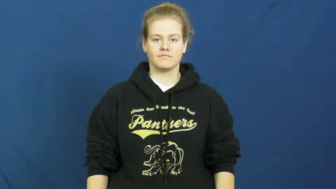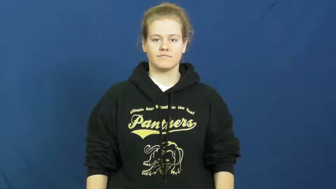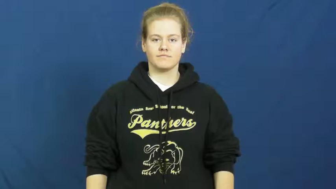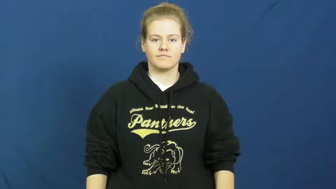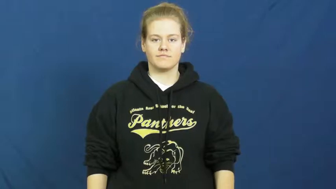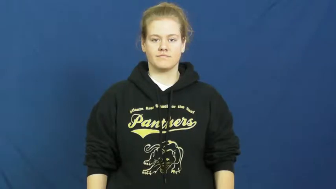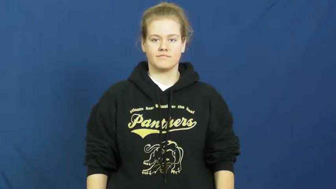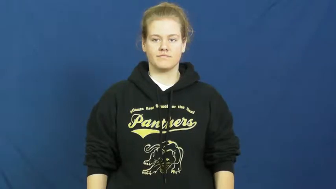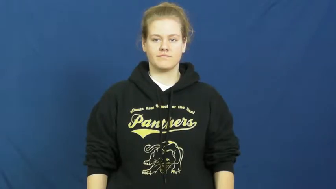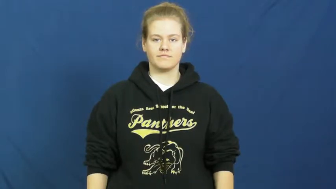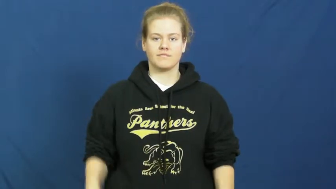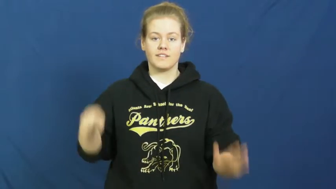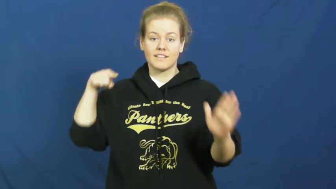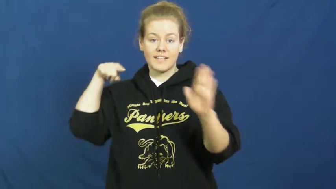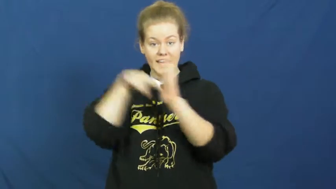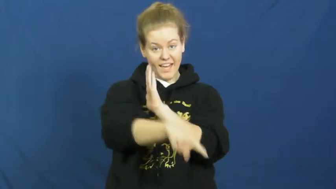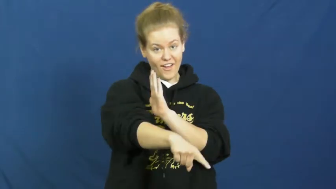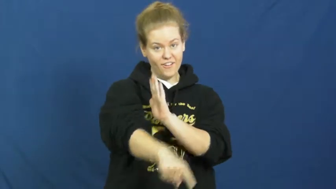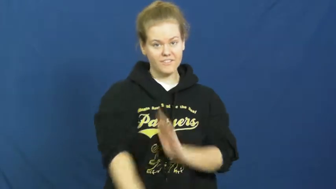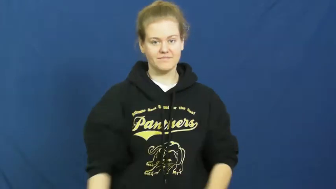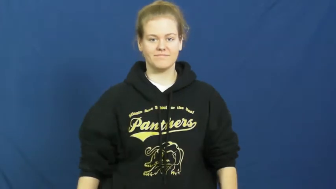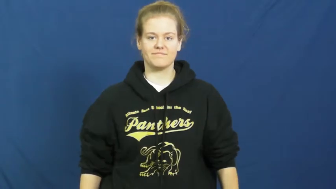snuff out